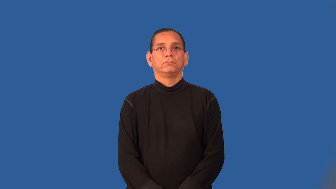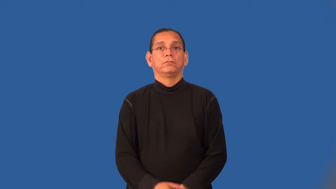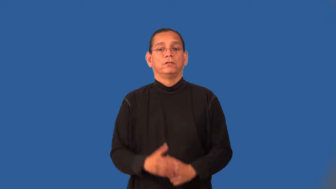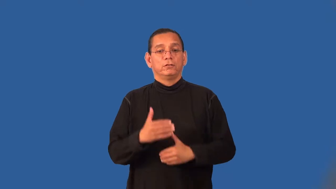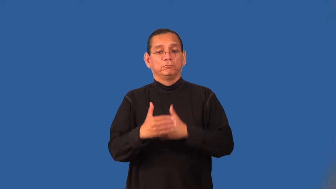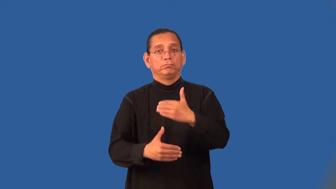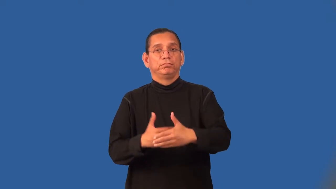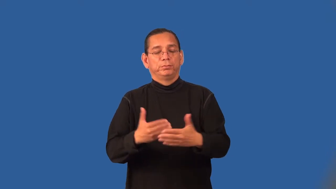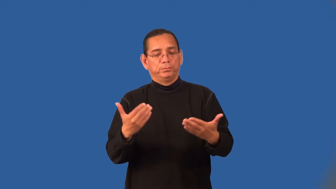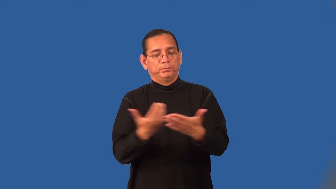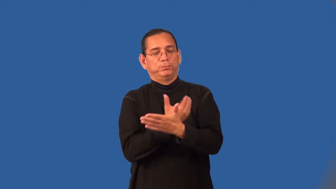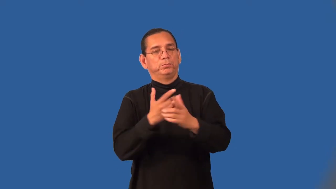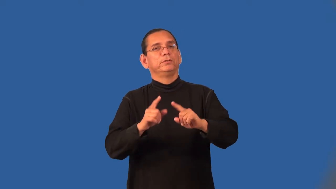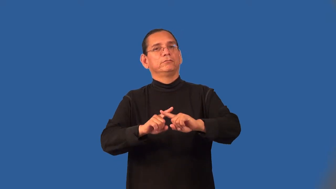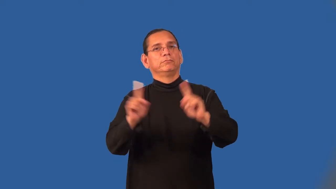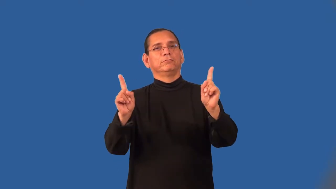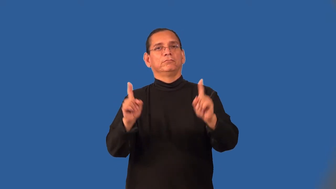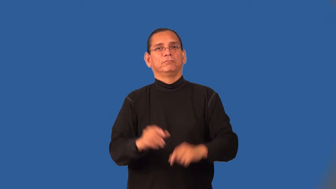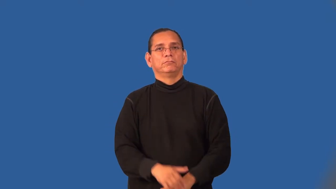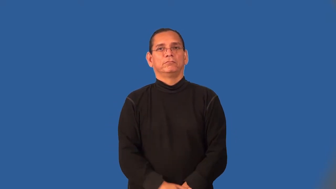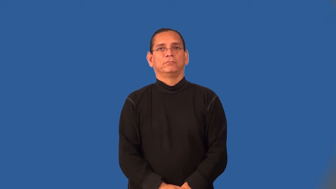trailblazing